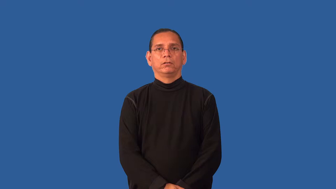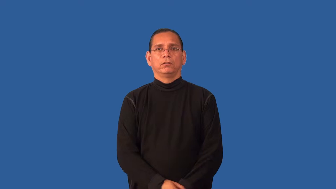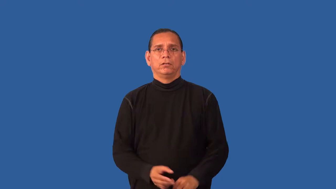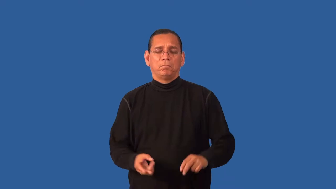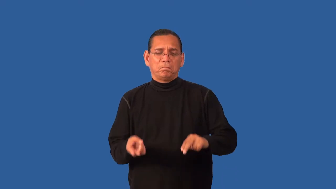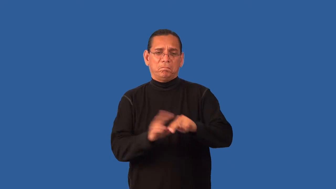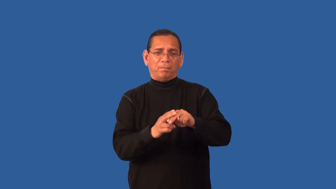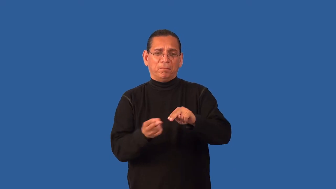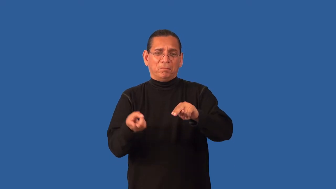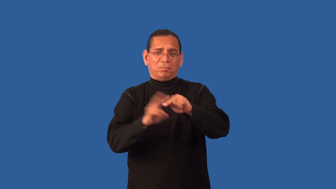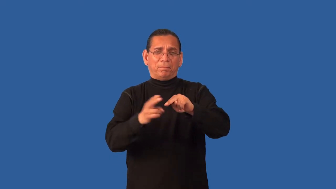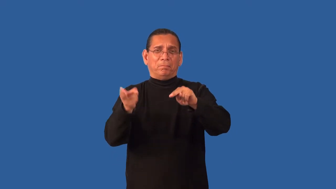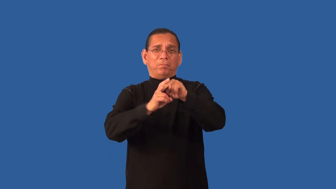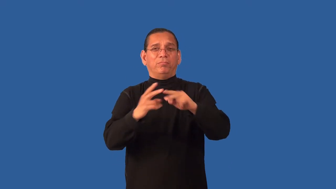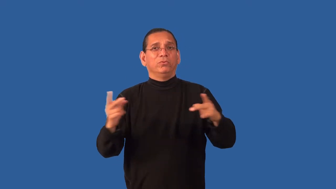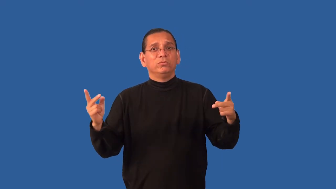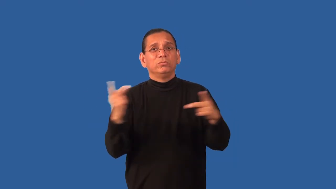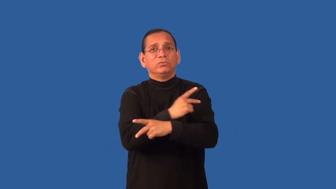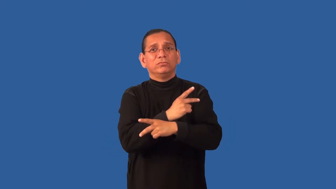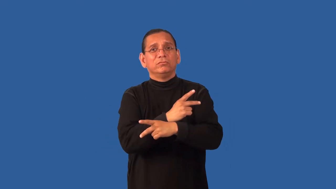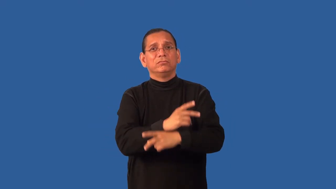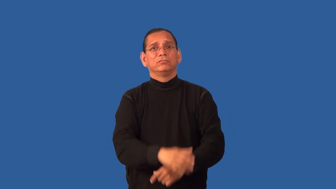exacerbate